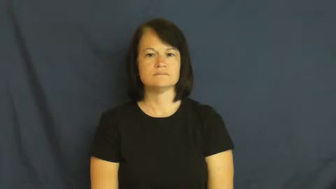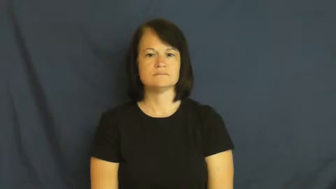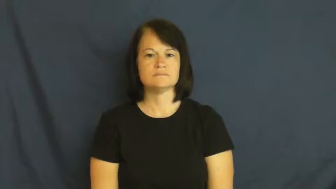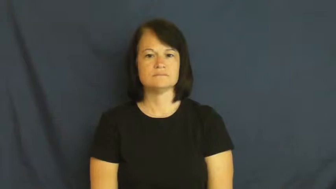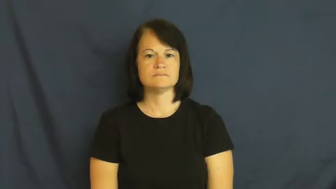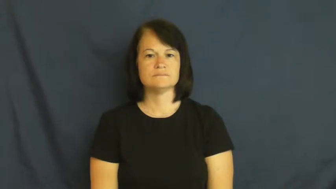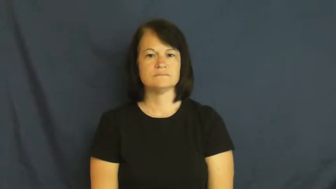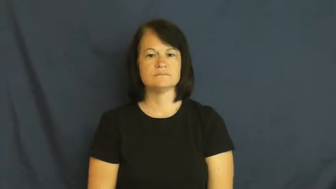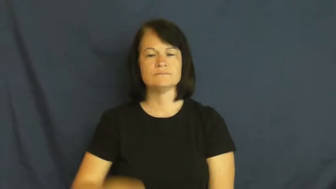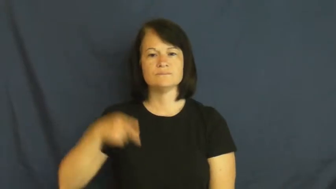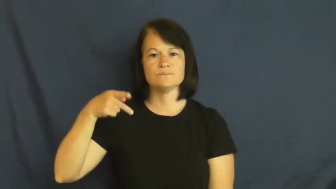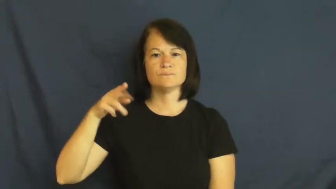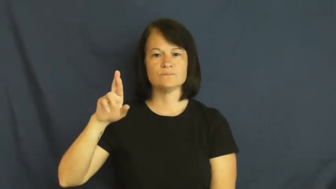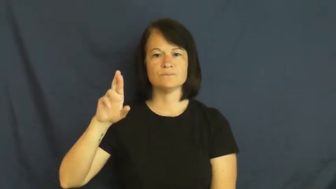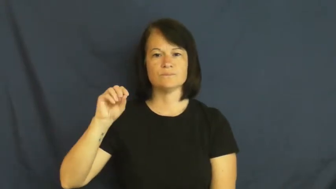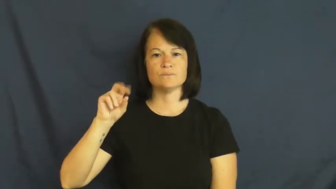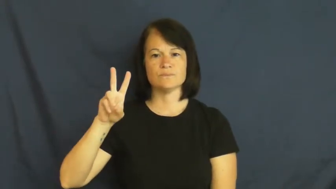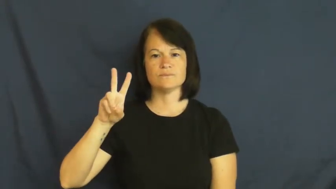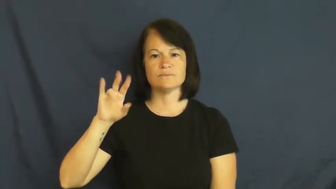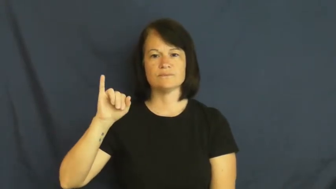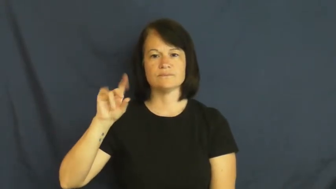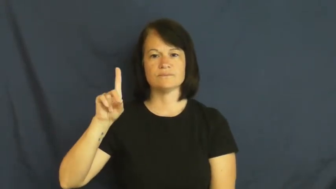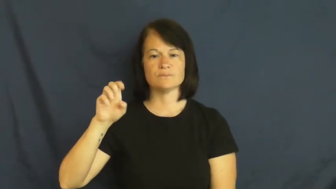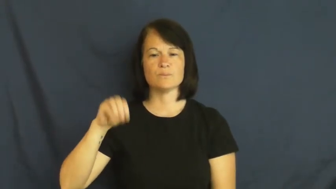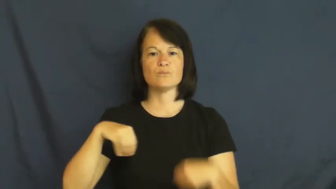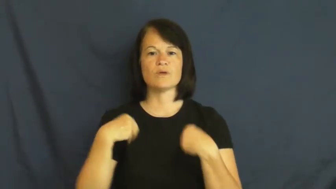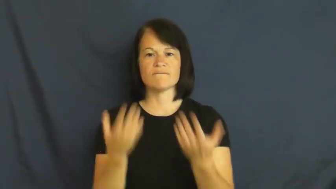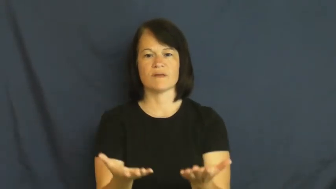provide